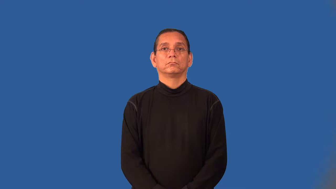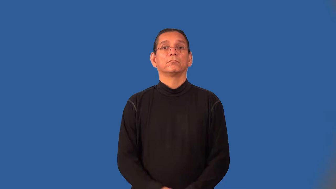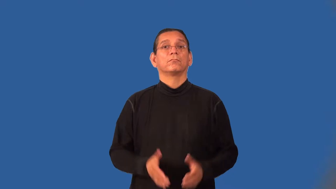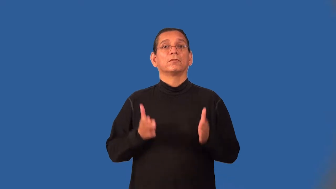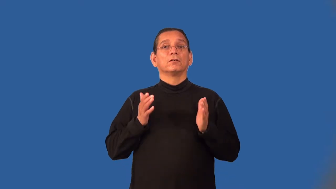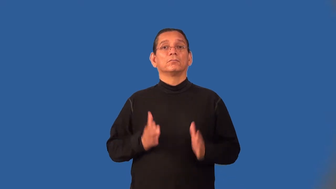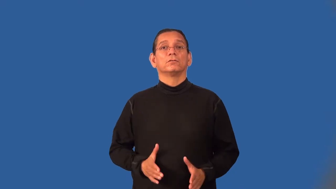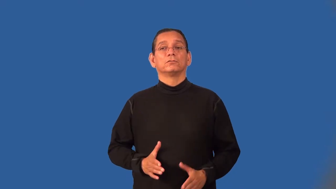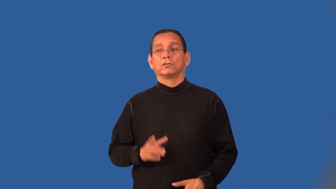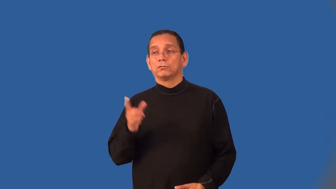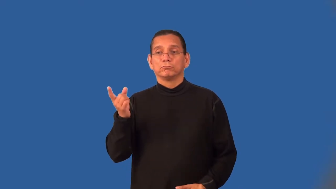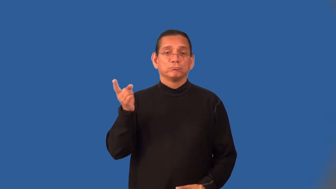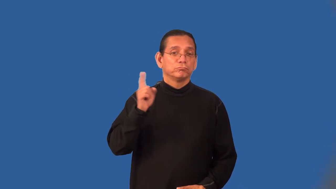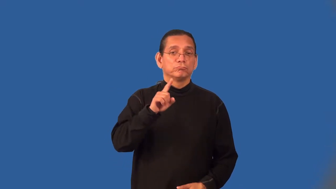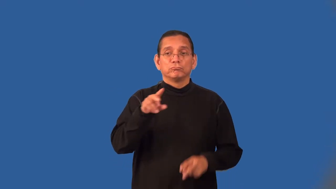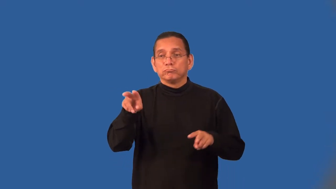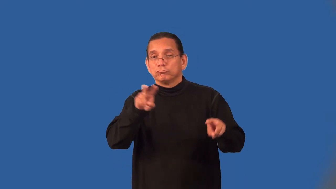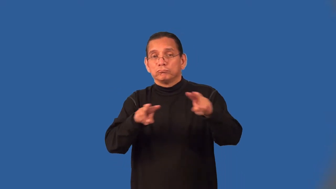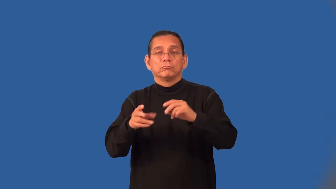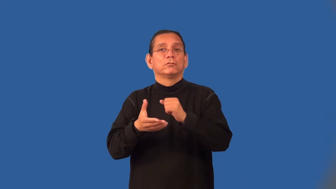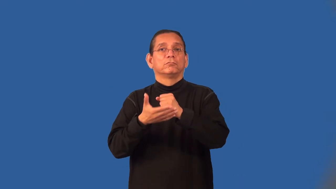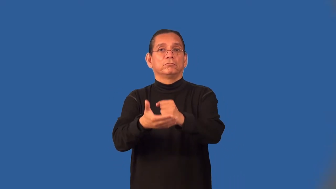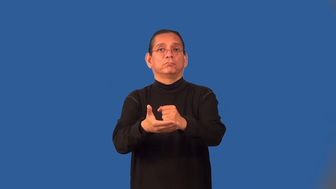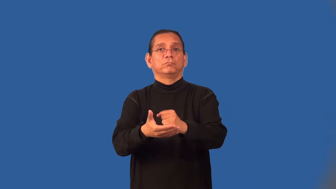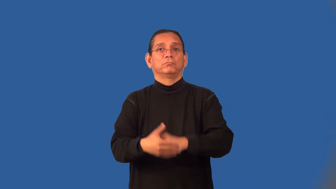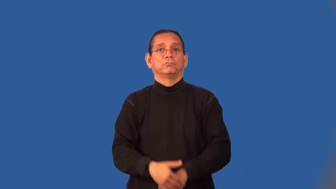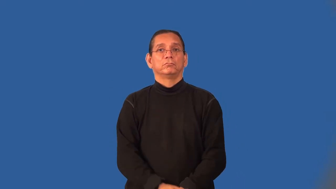floorwalker